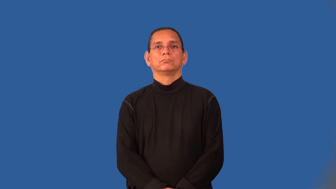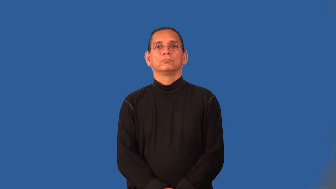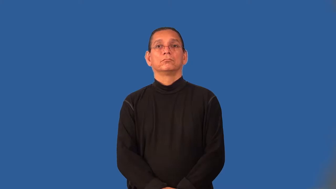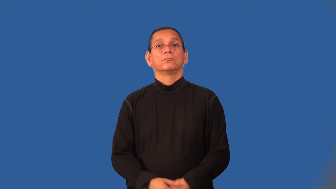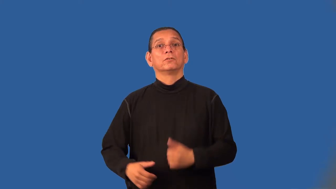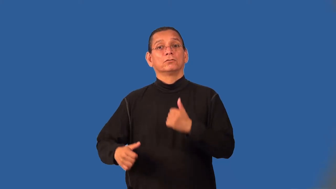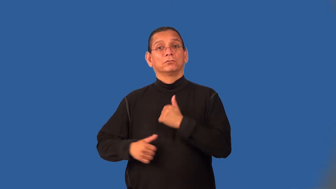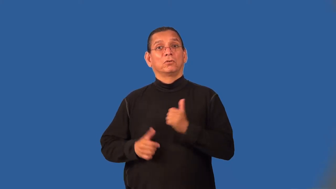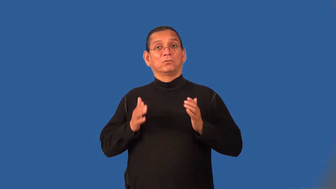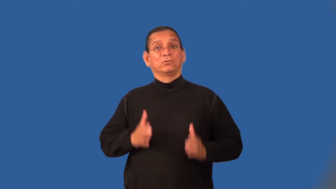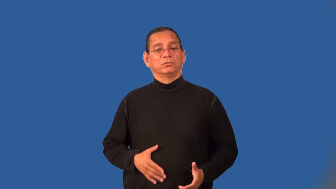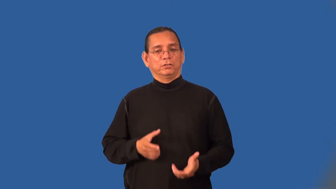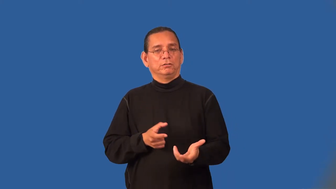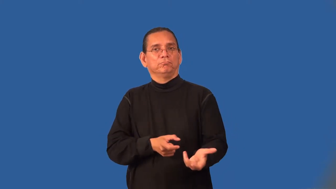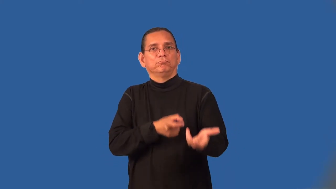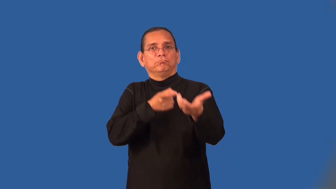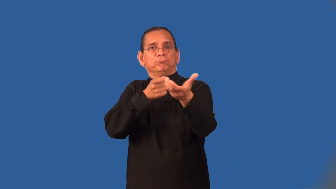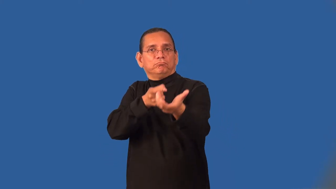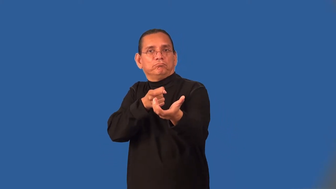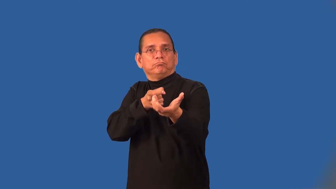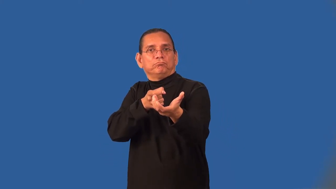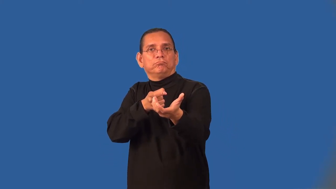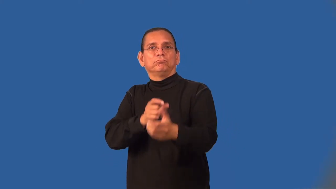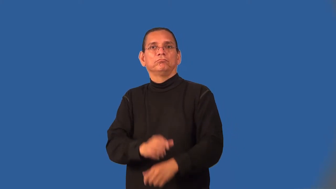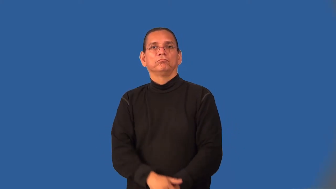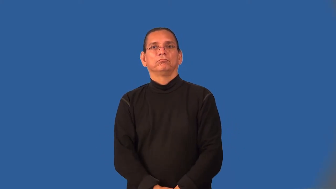musketeer